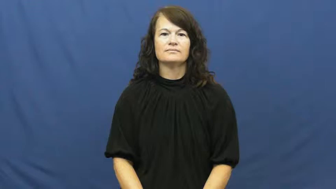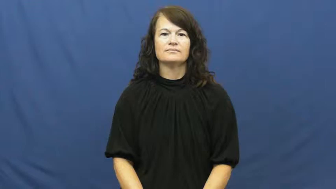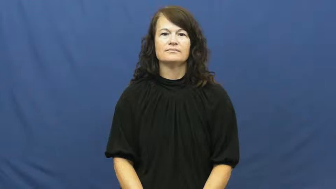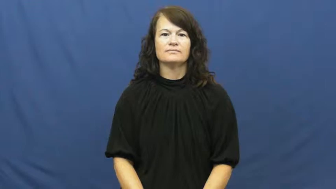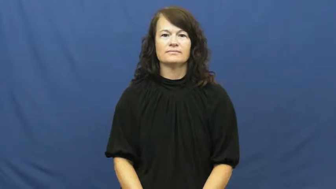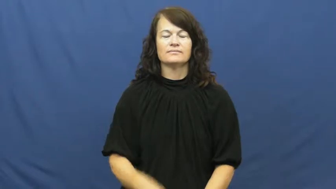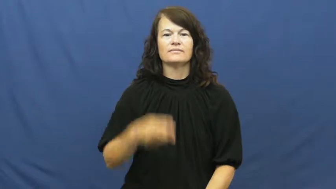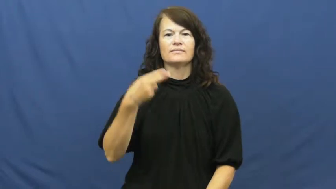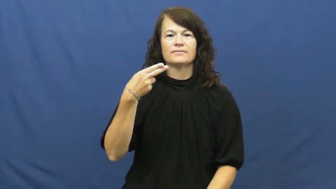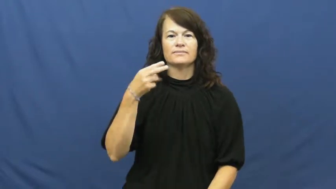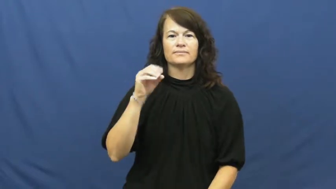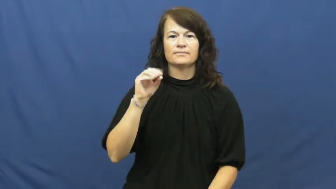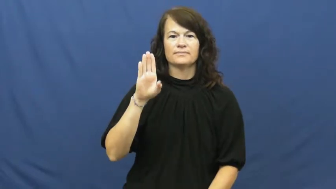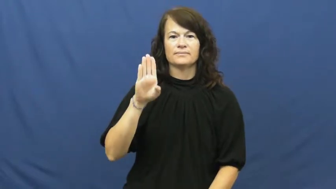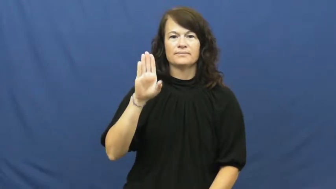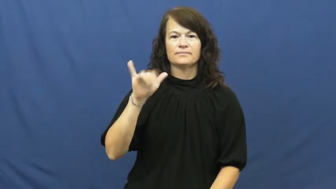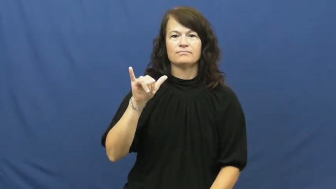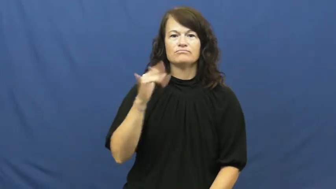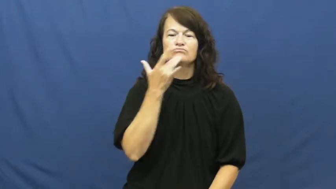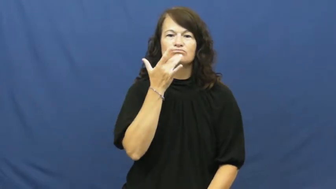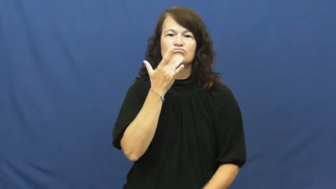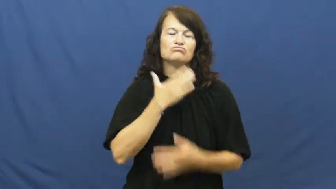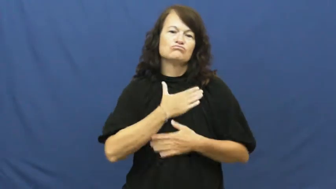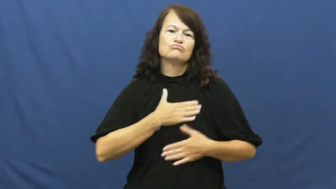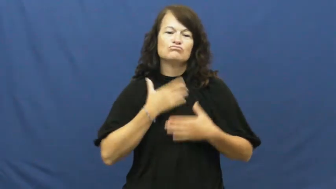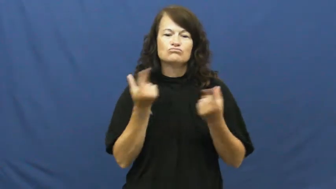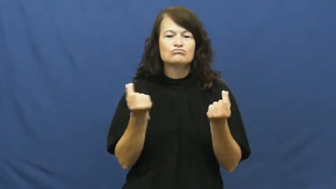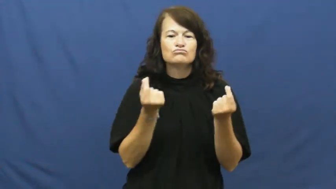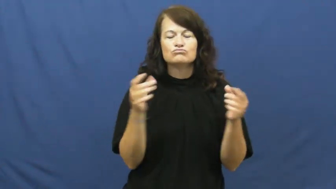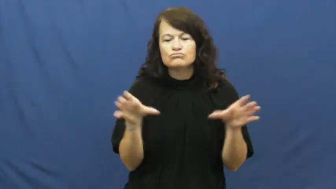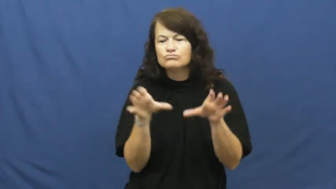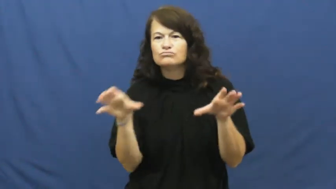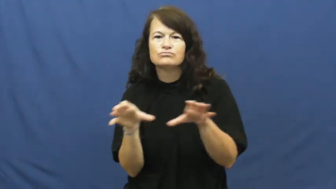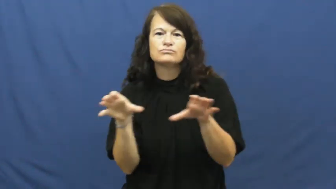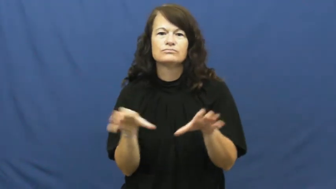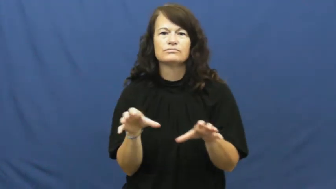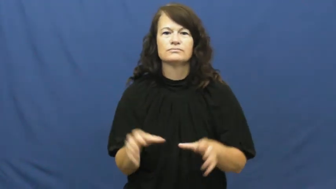hobby